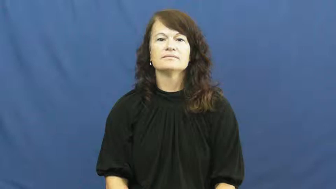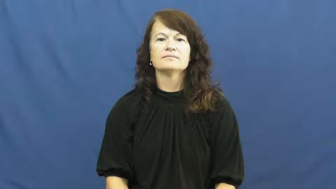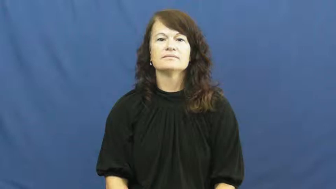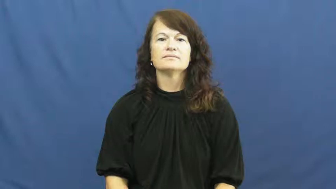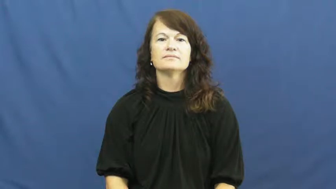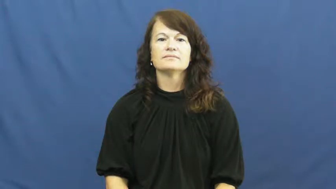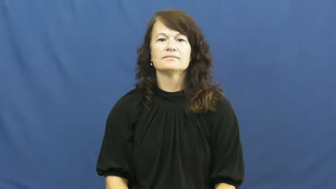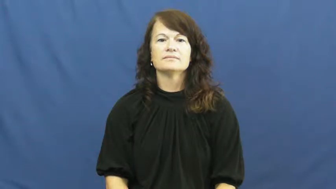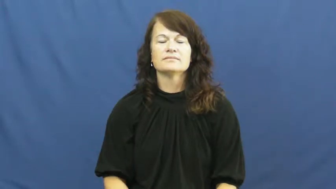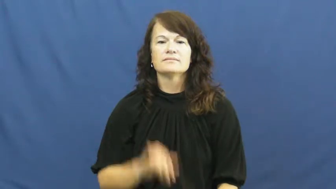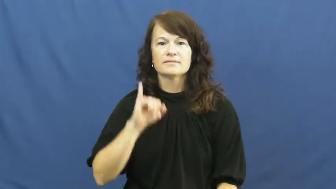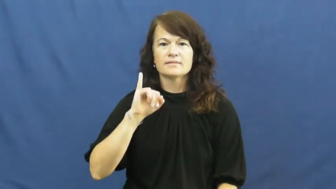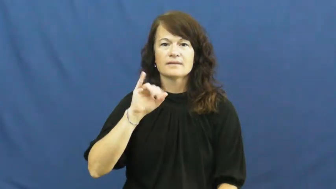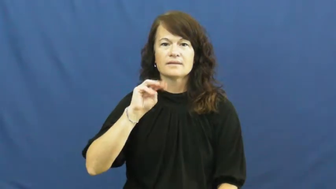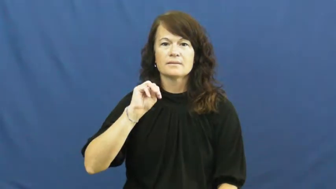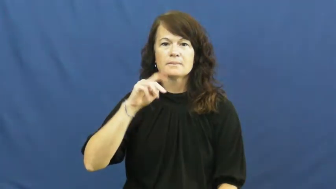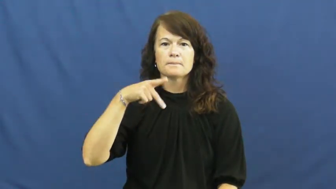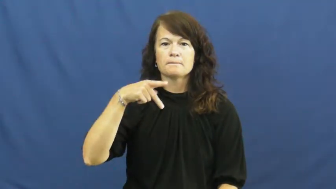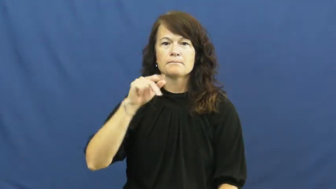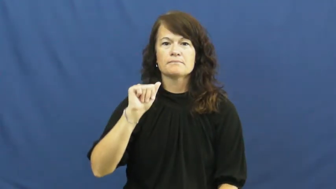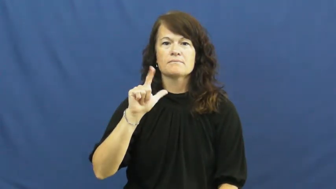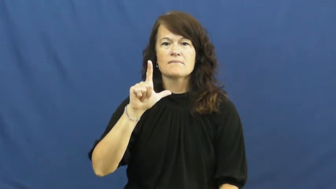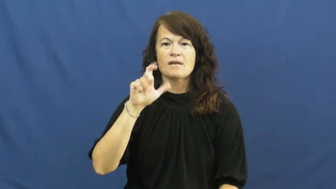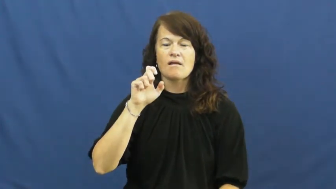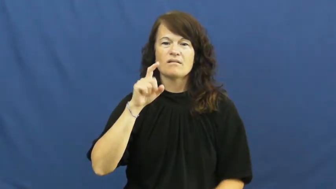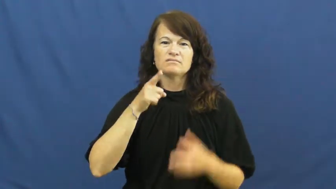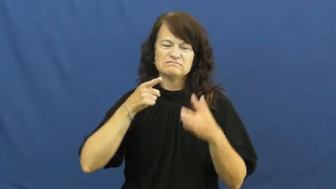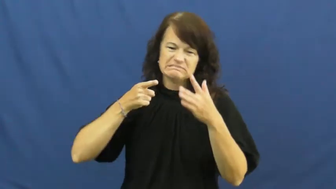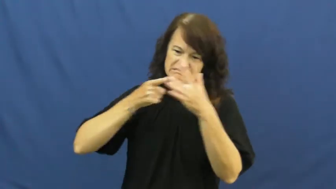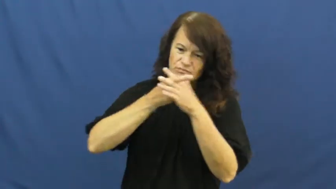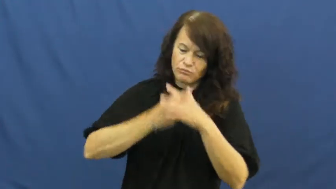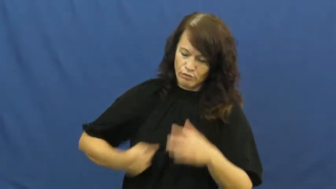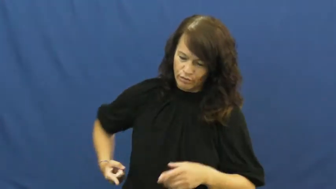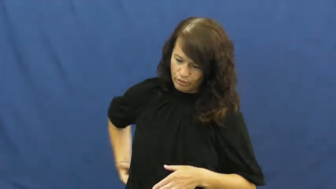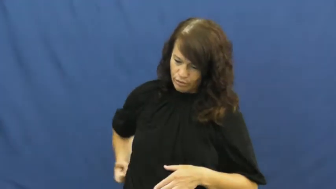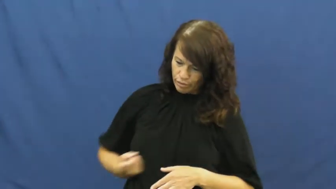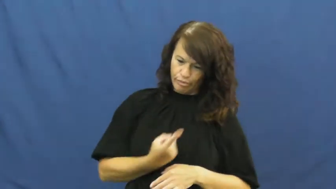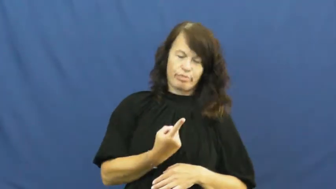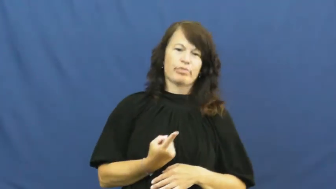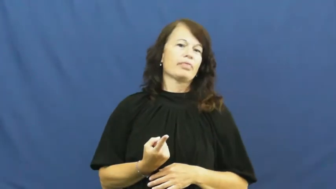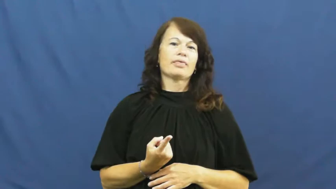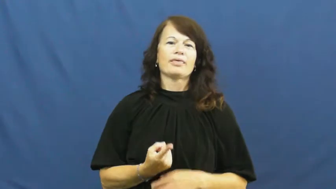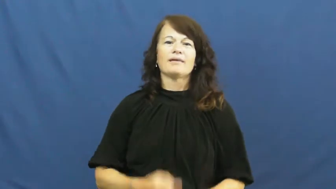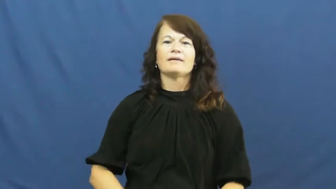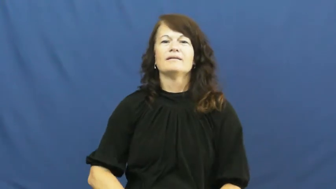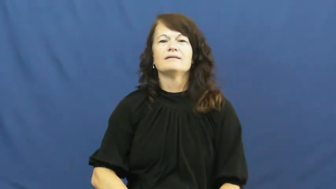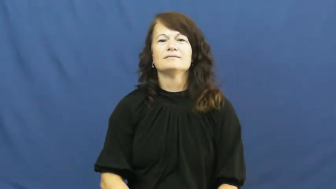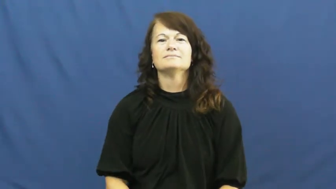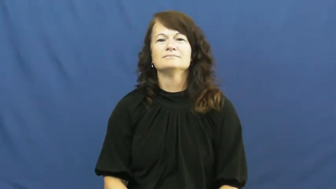impale